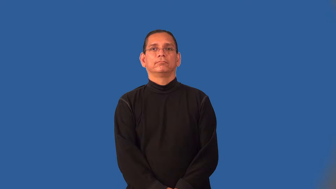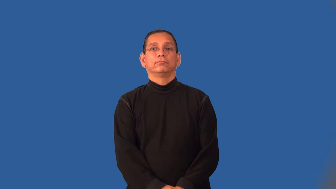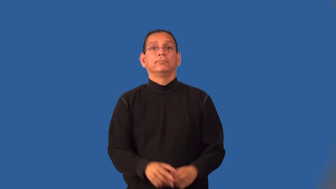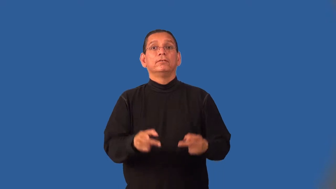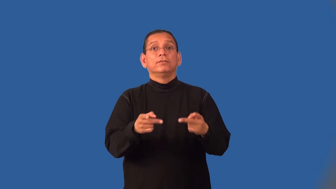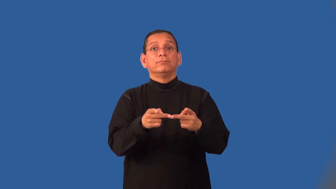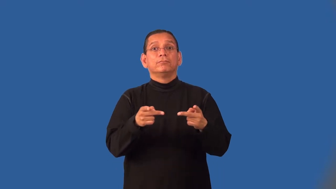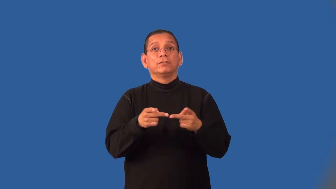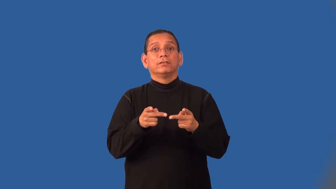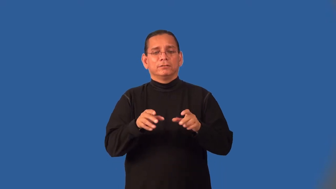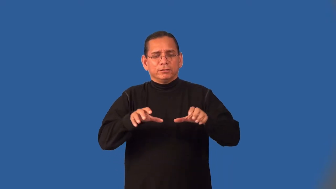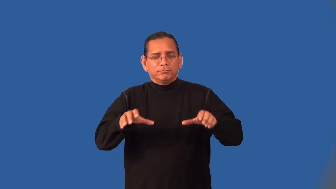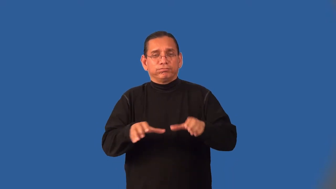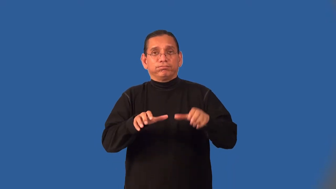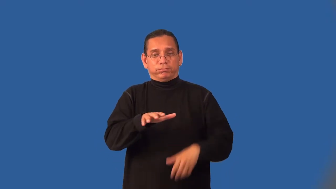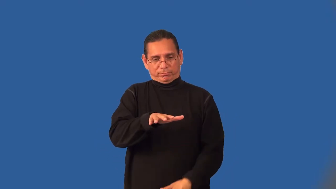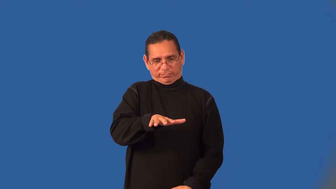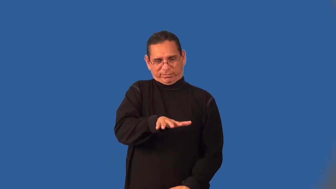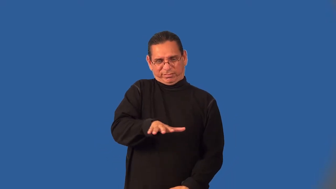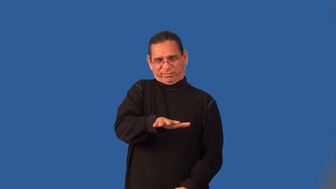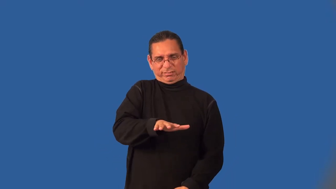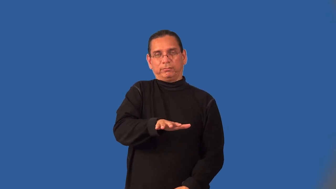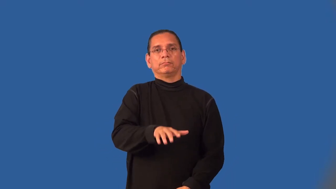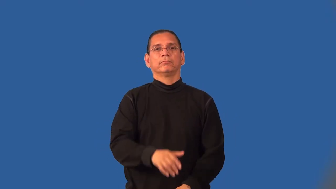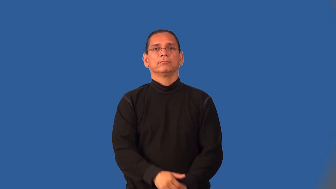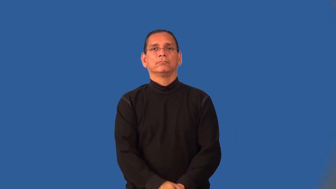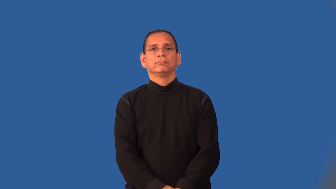hub-center of activity